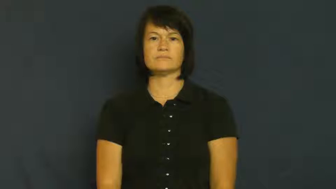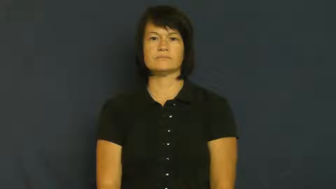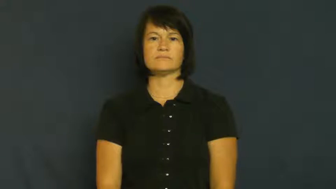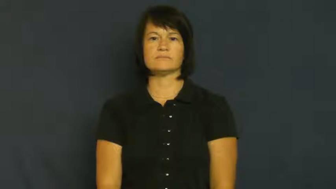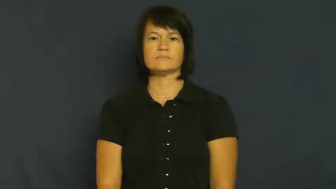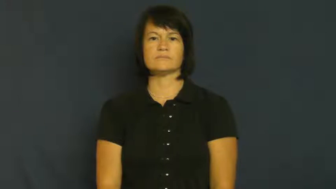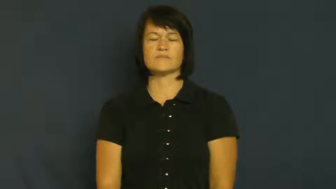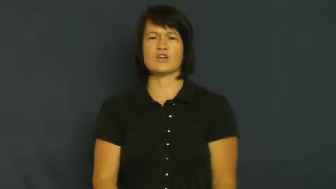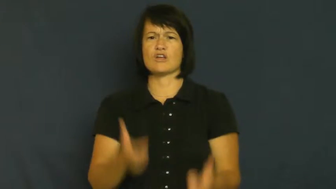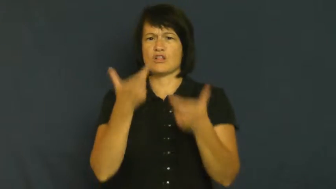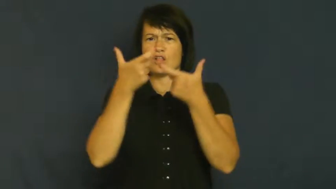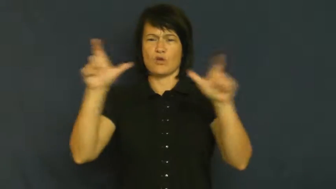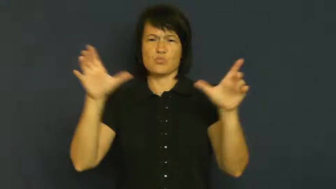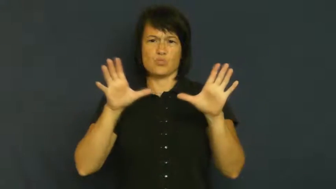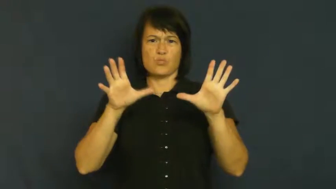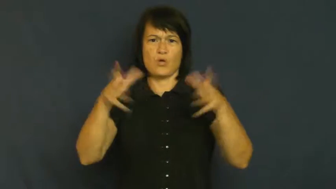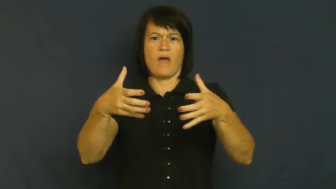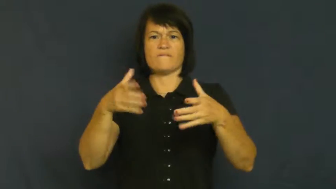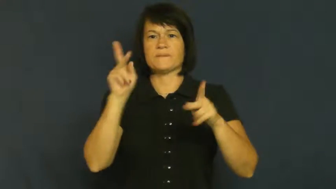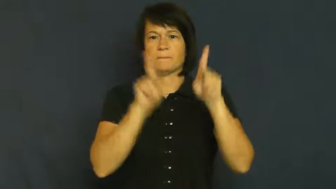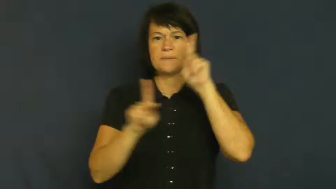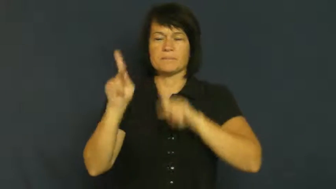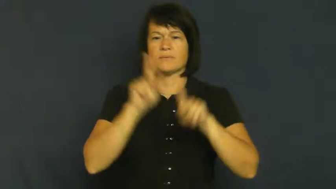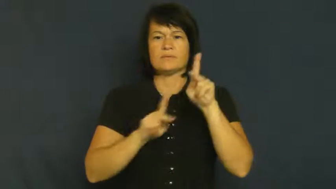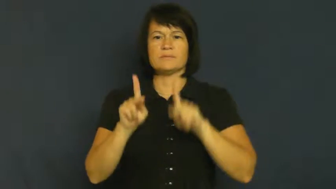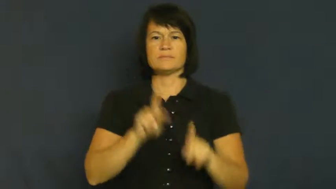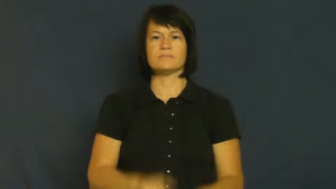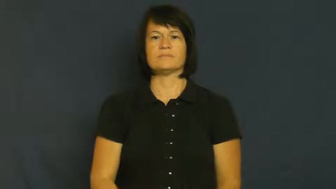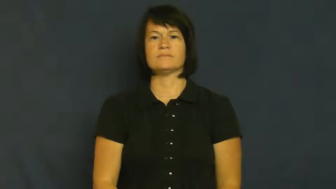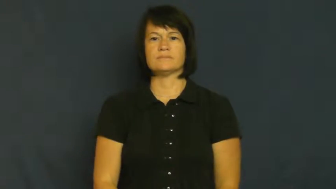throng,multitude